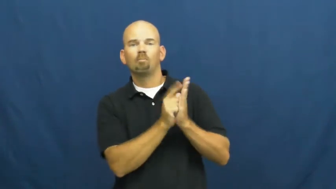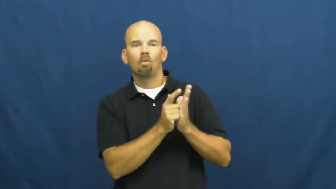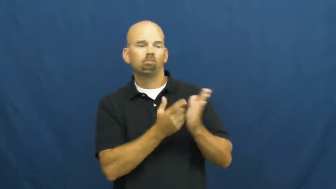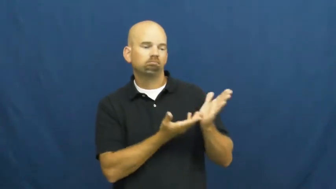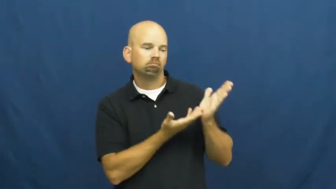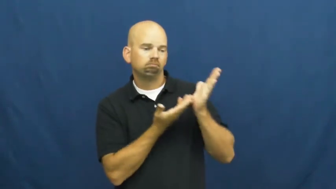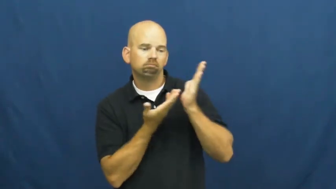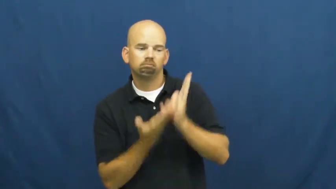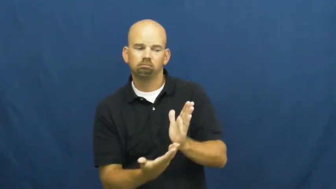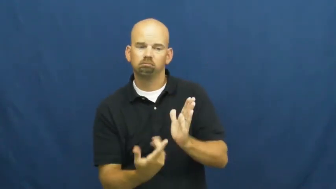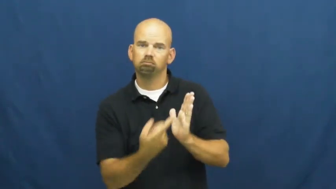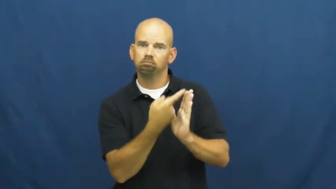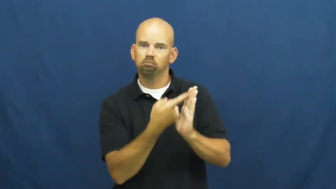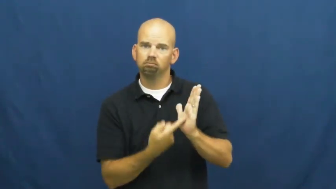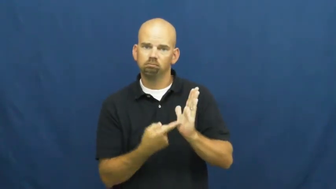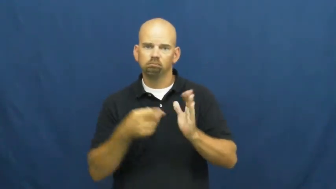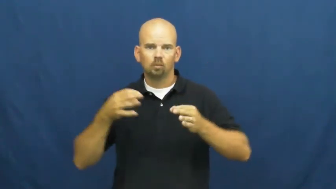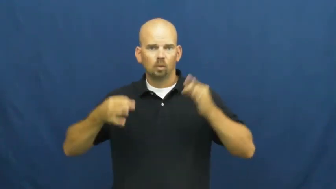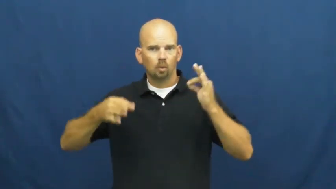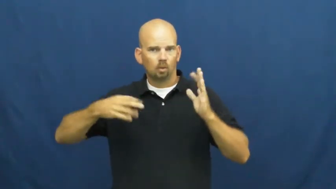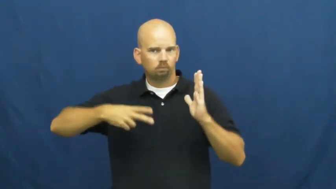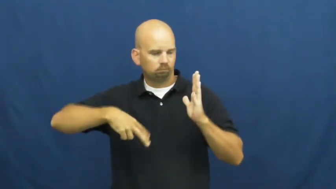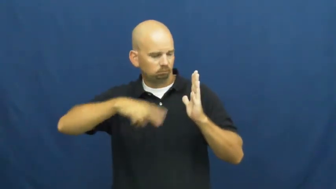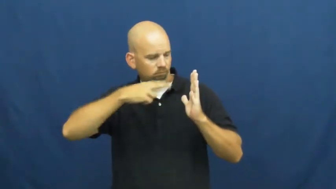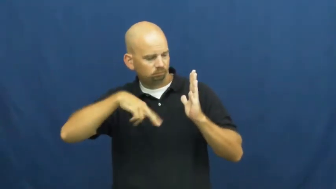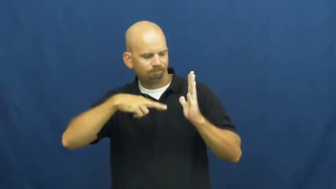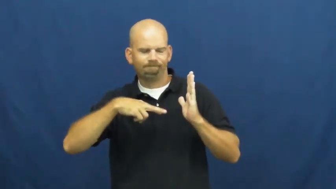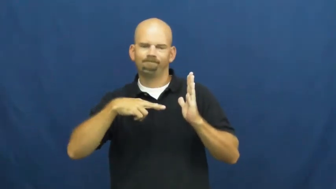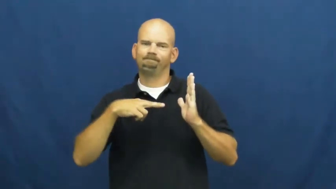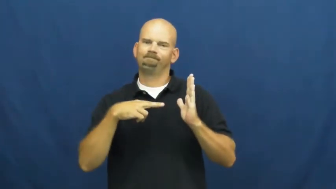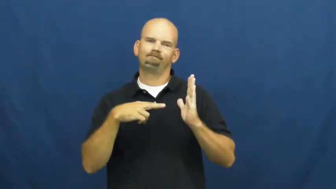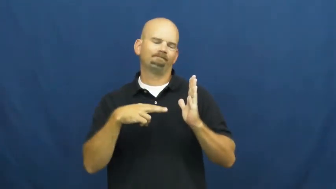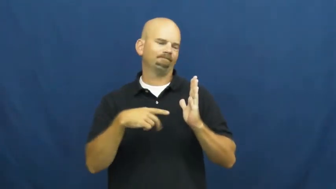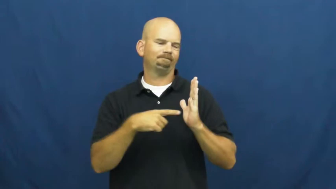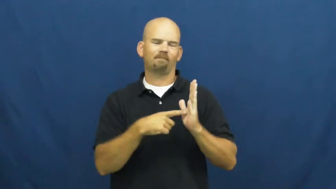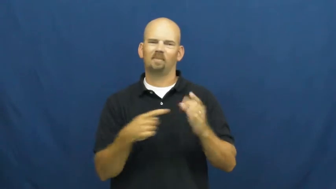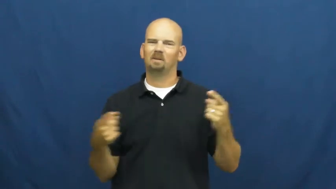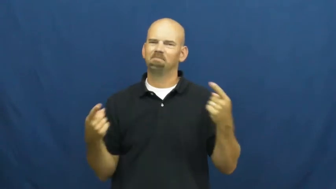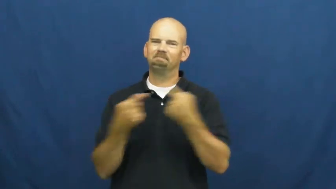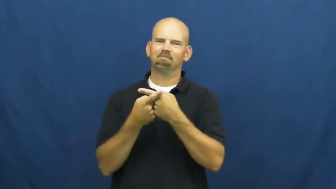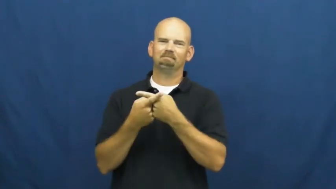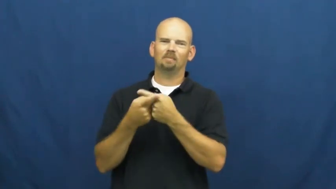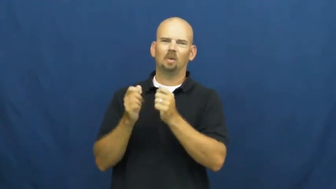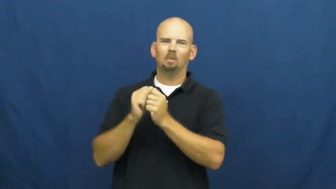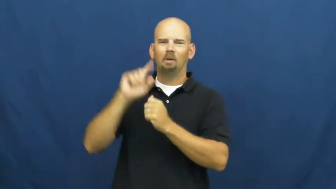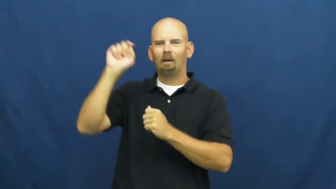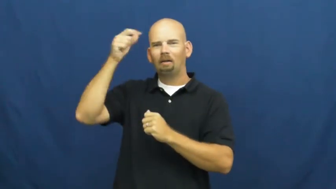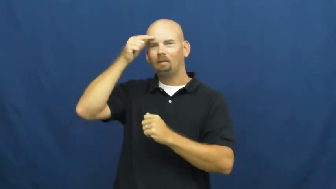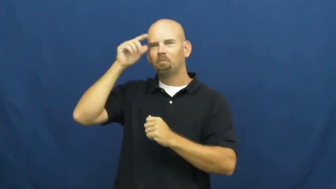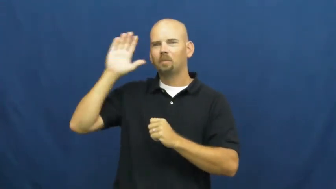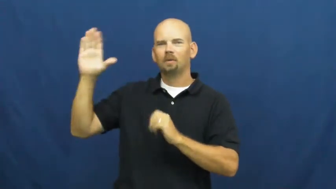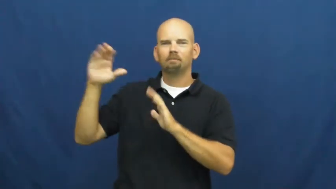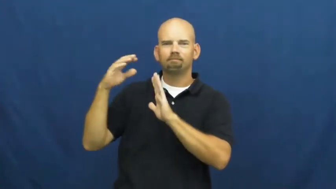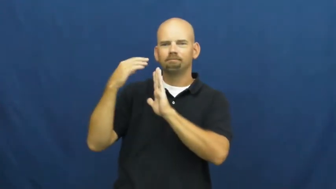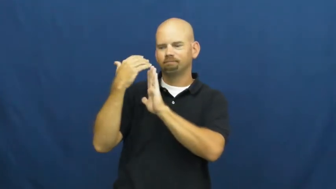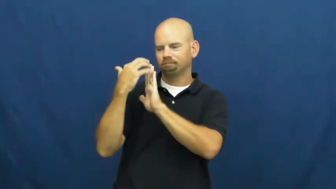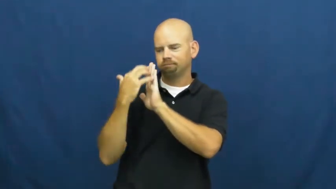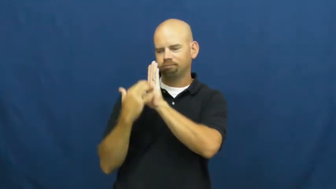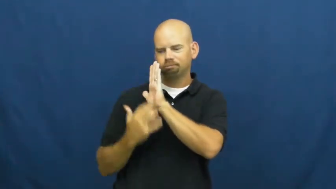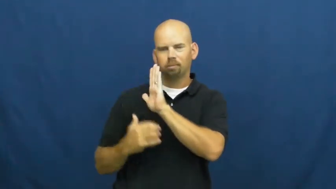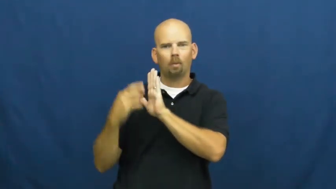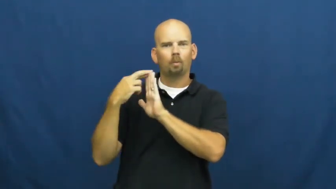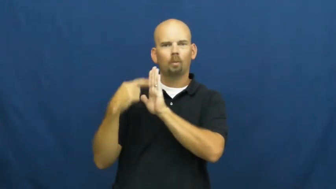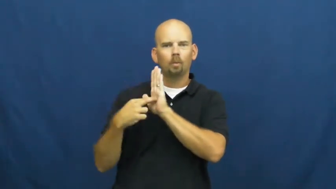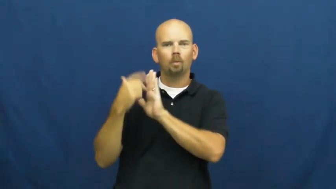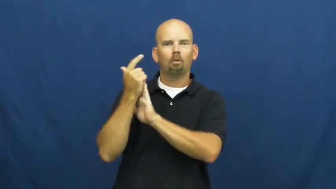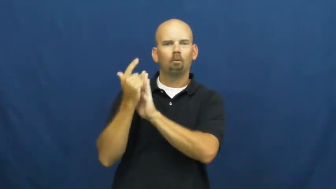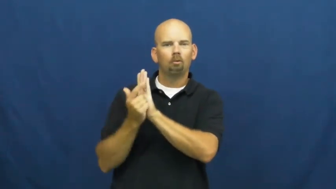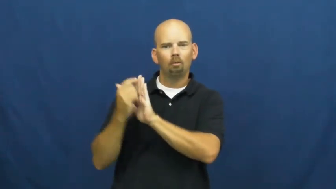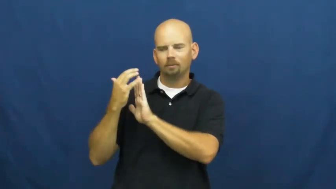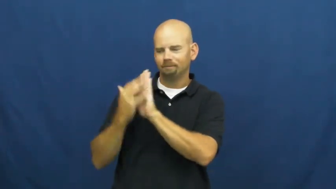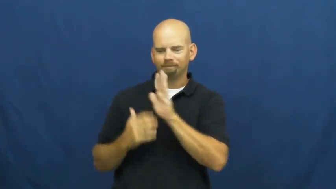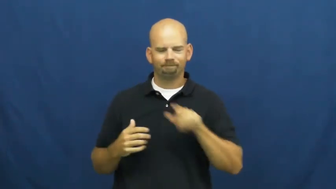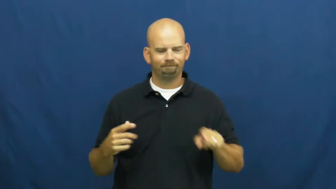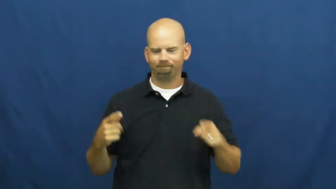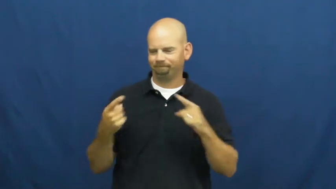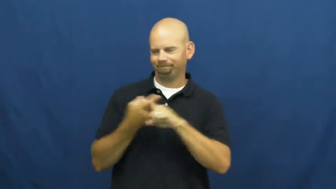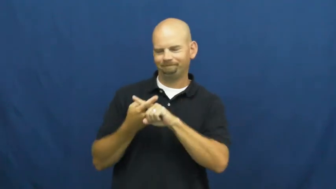unconstitutional